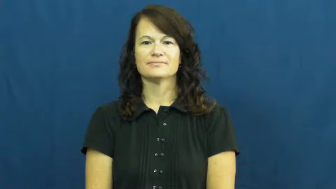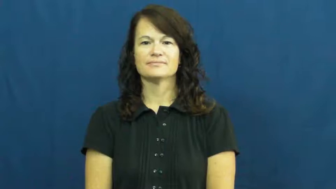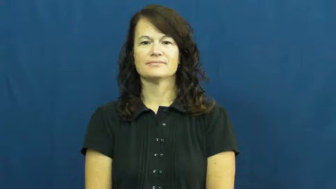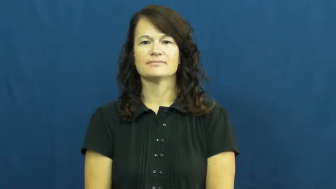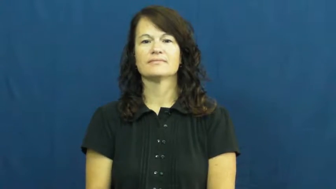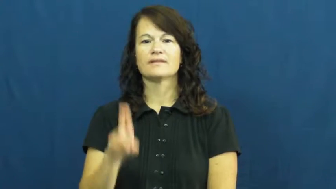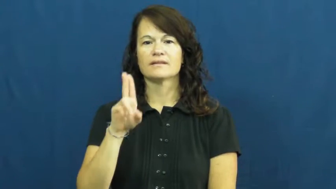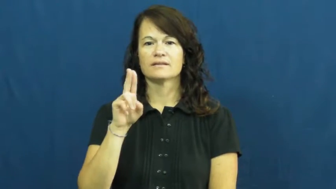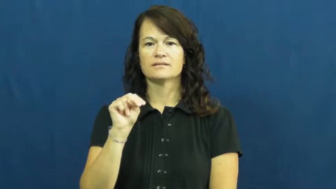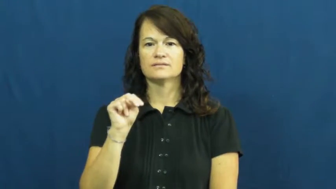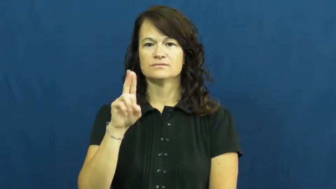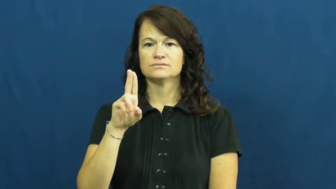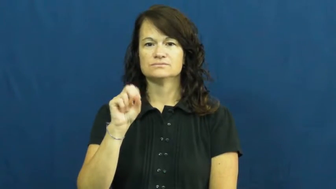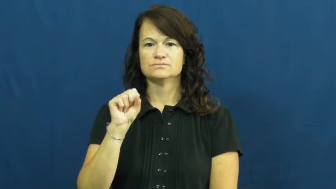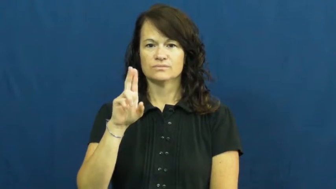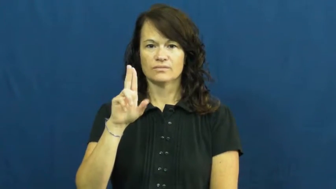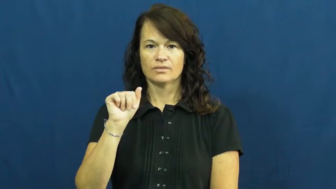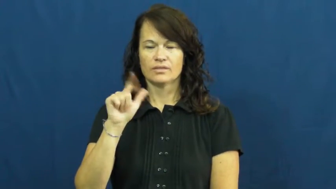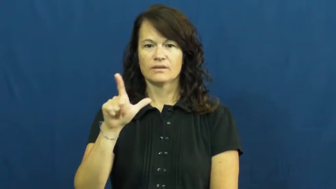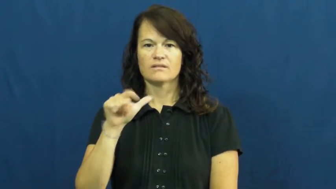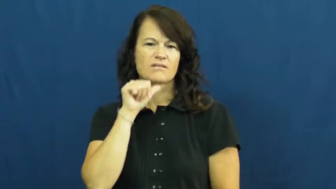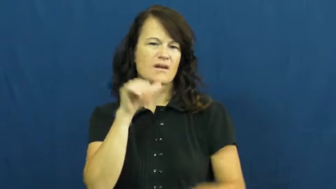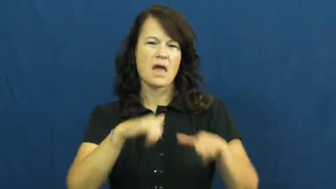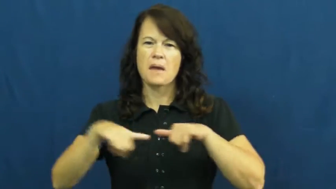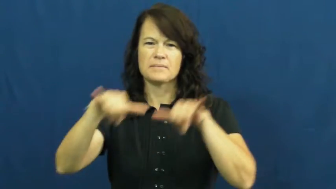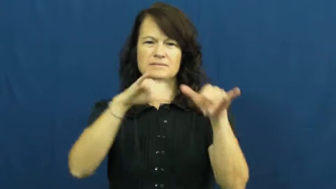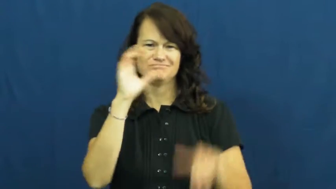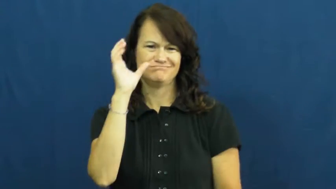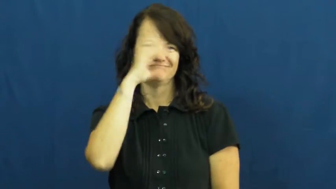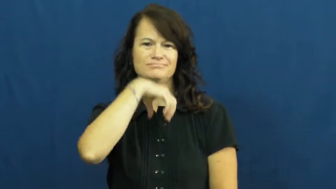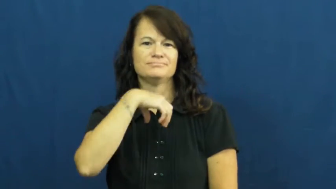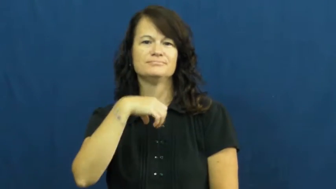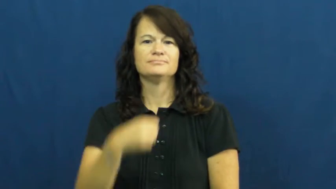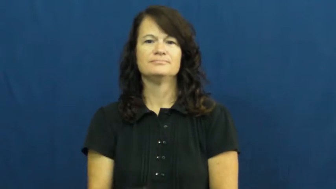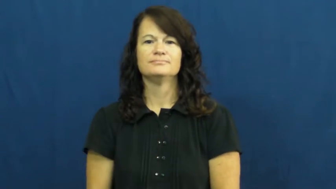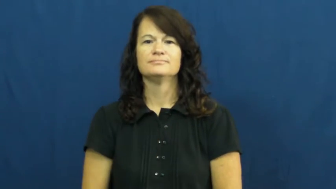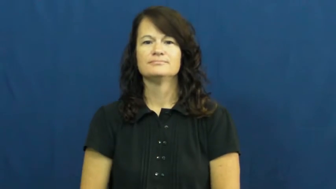unusual